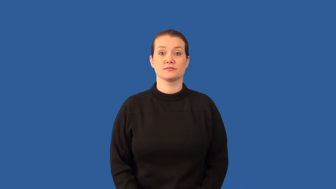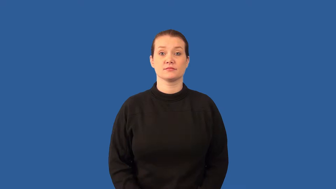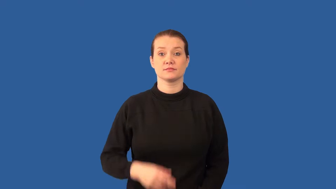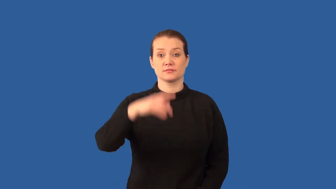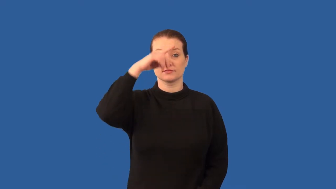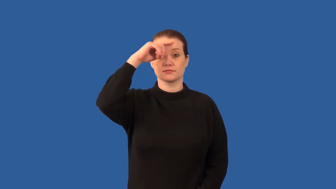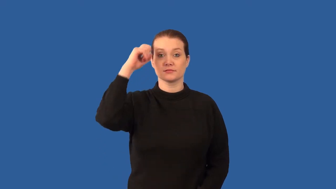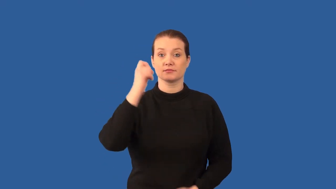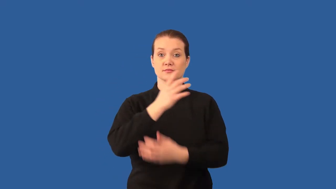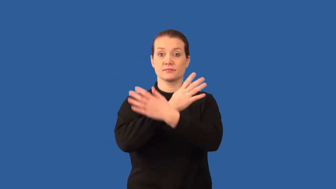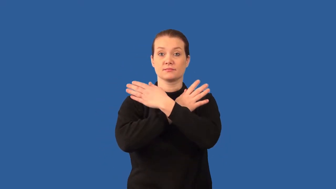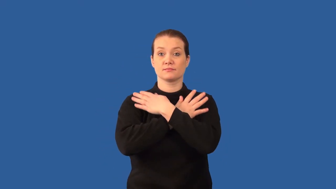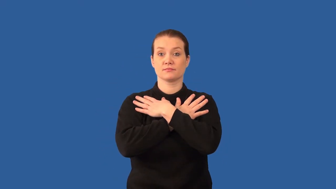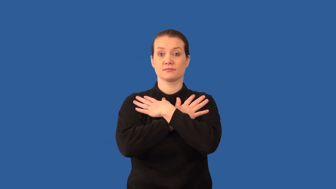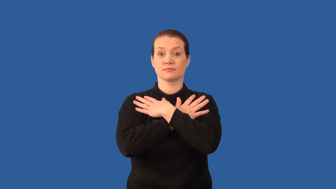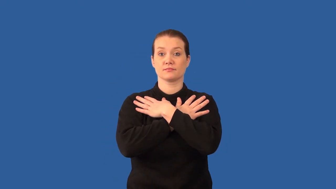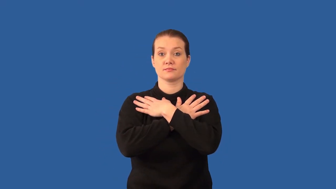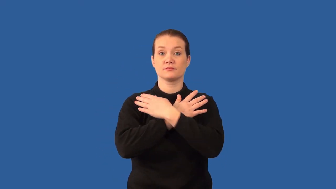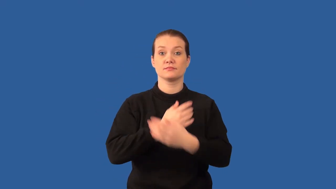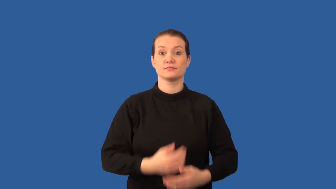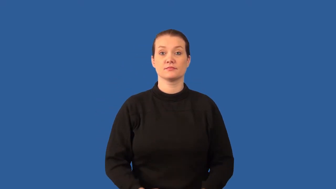estivate